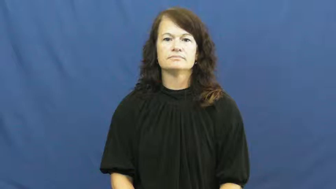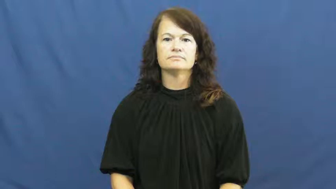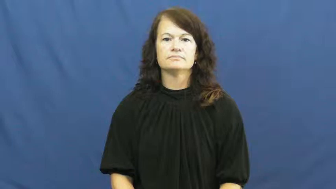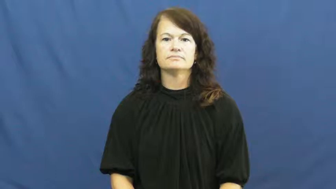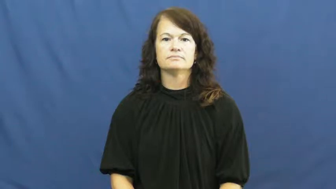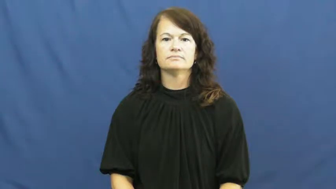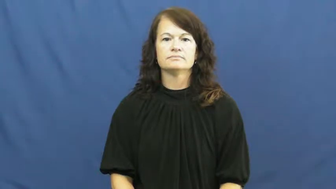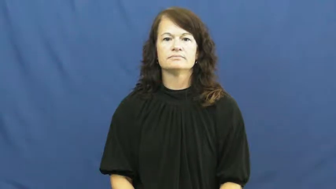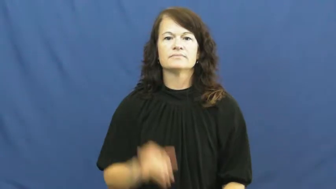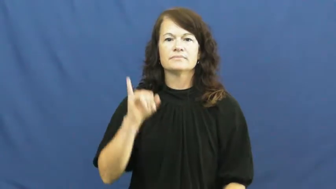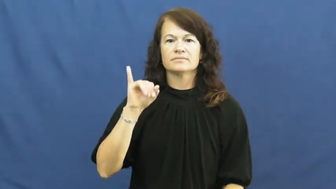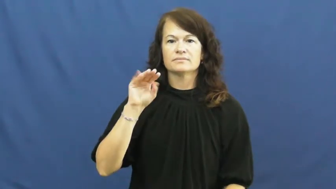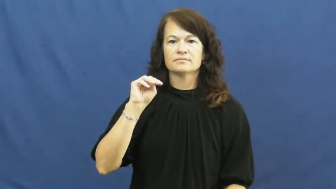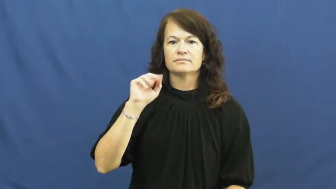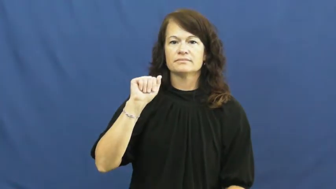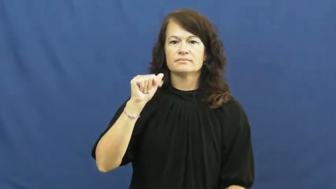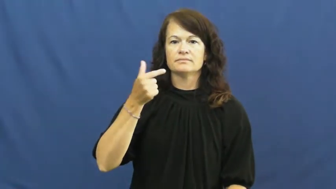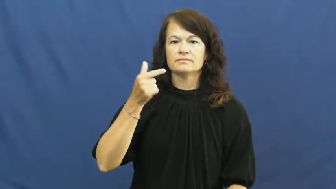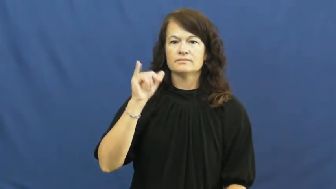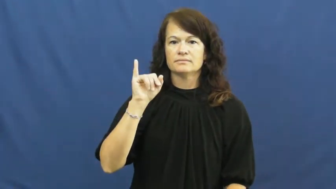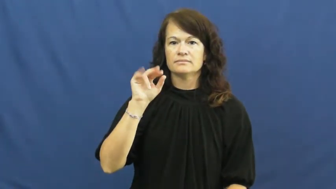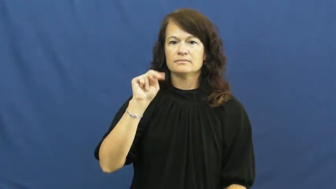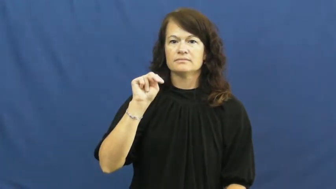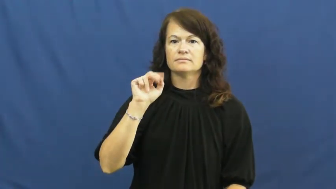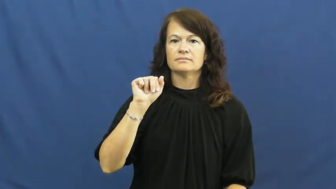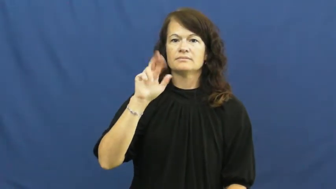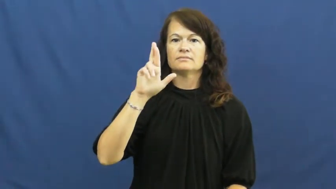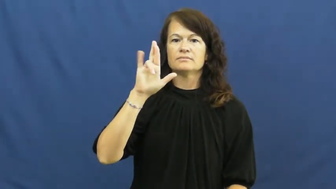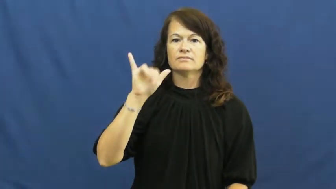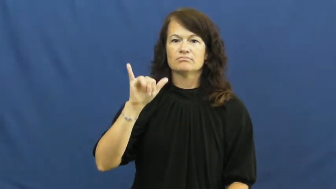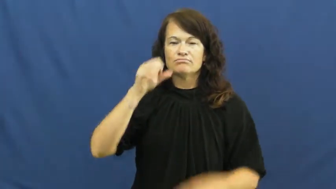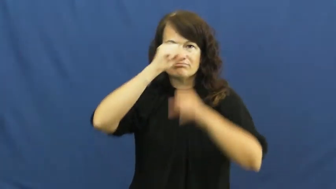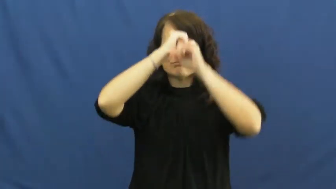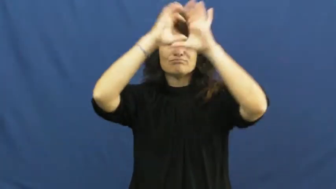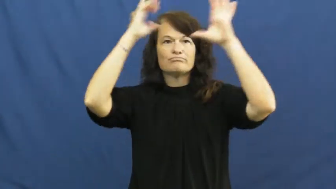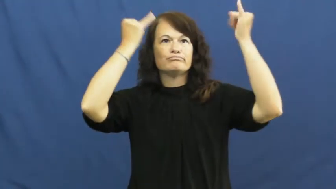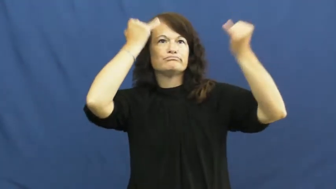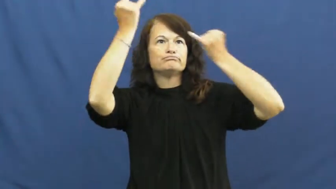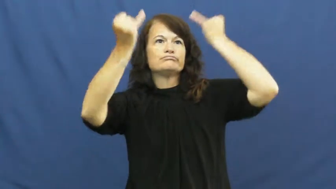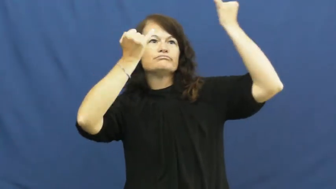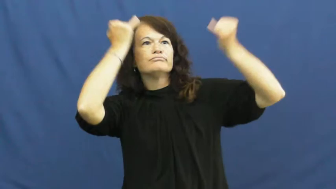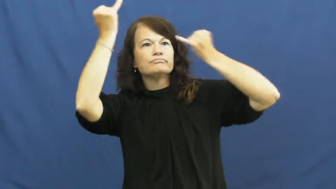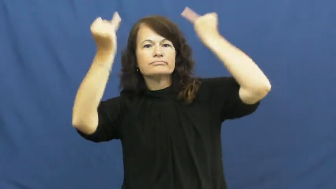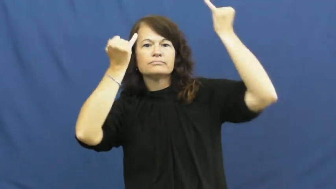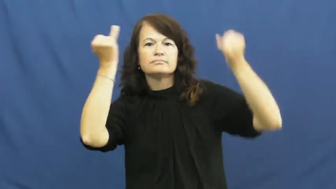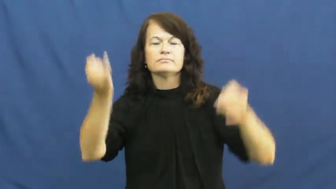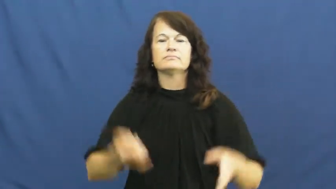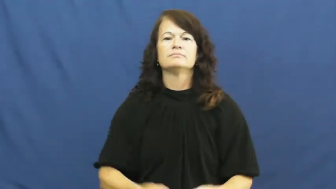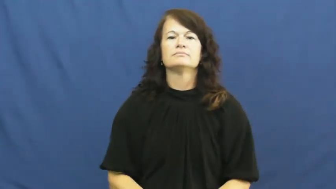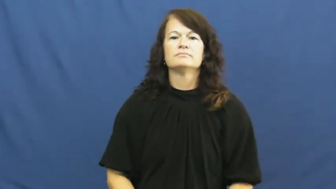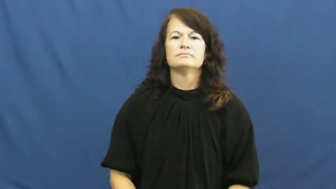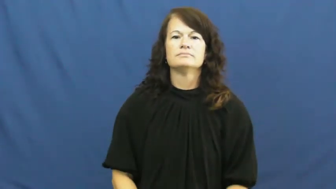imaginary